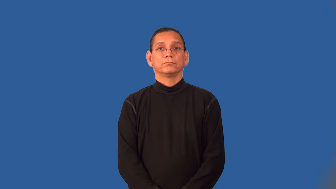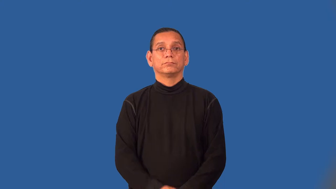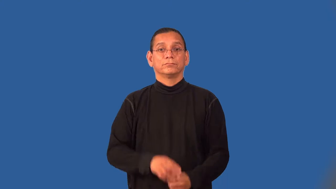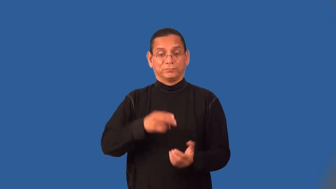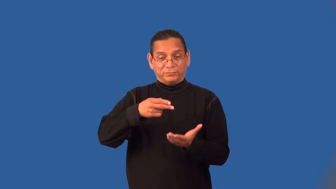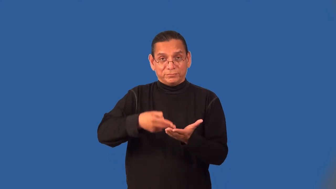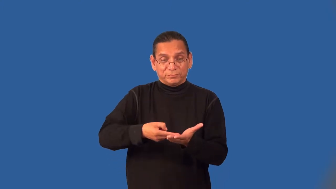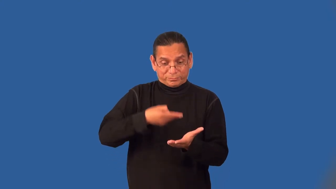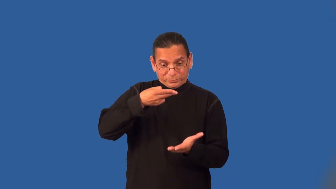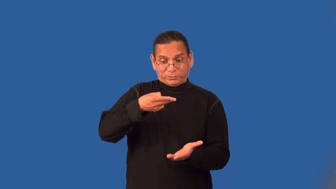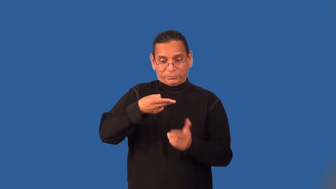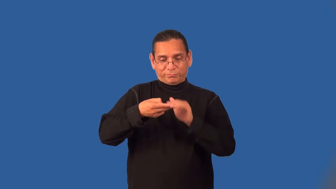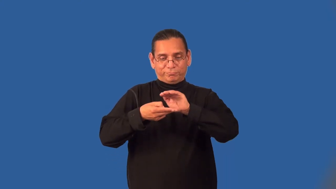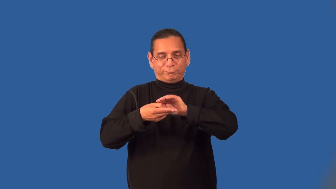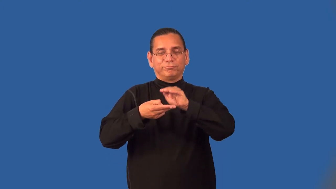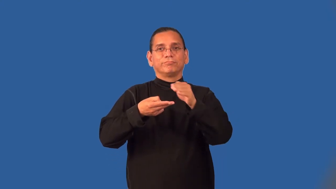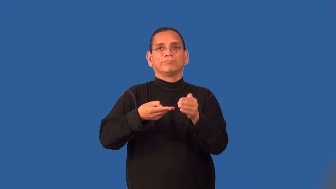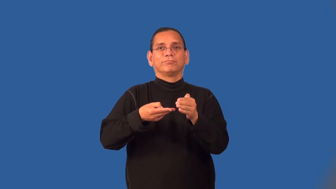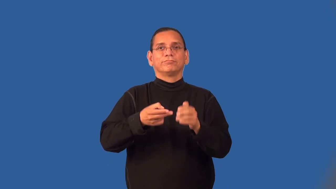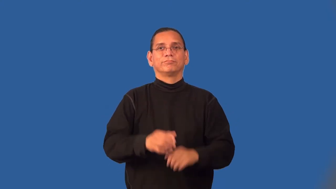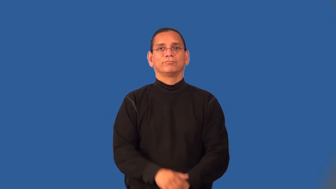spoonful,tablespoonful,teaspoonful